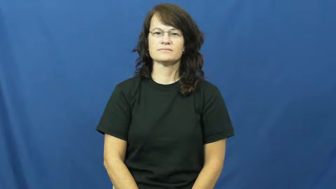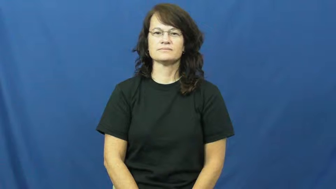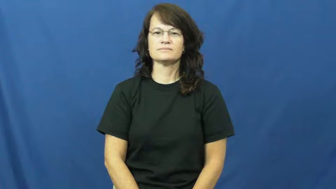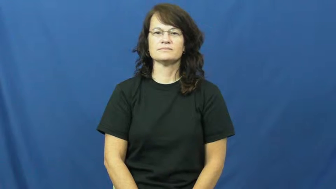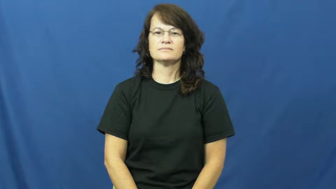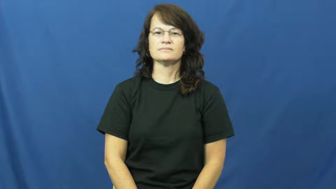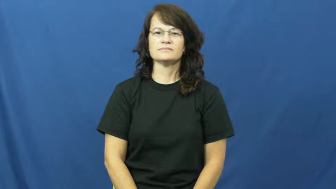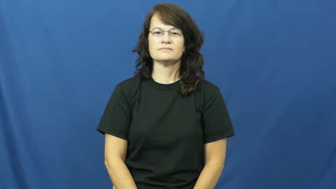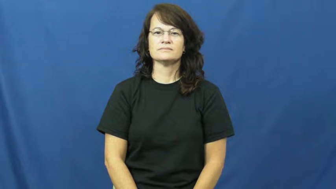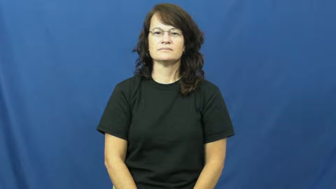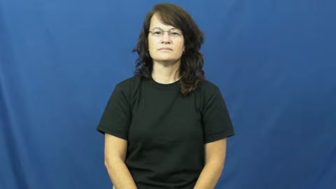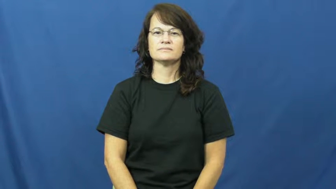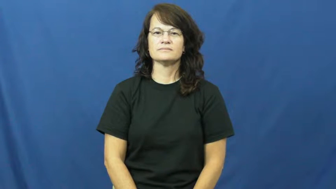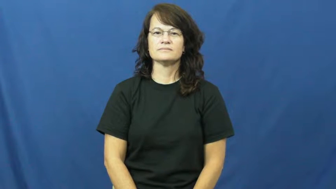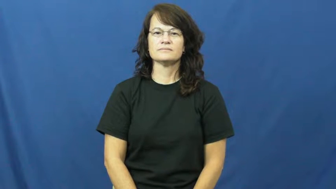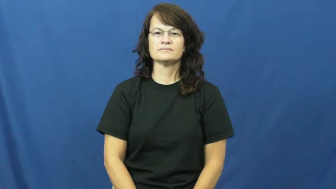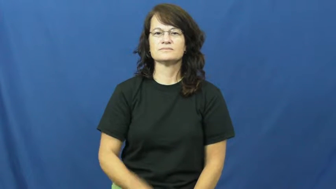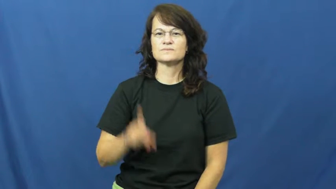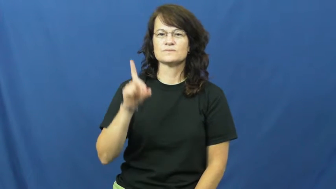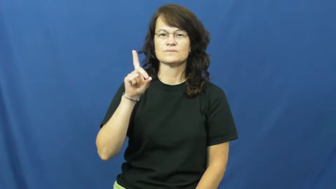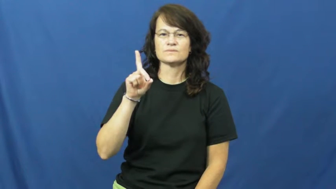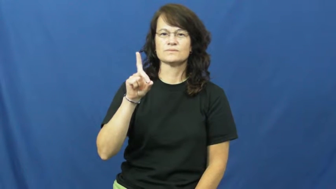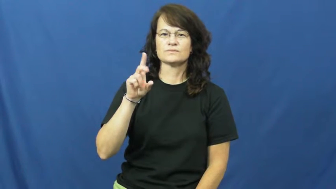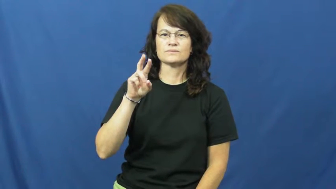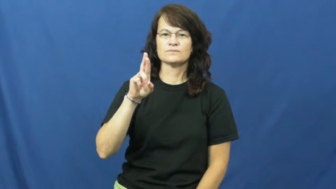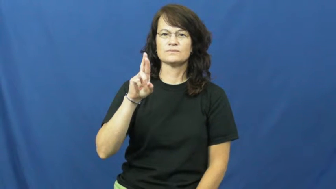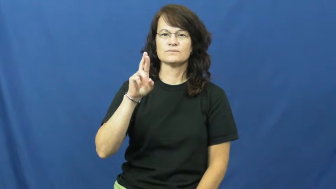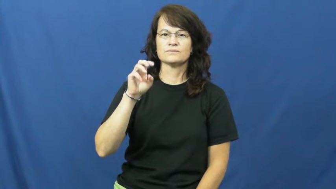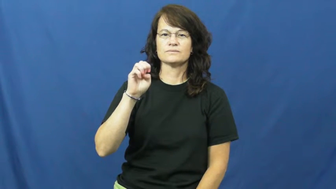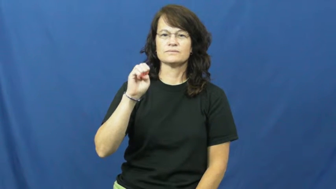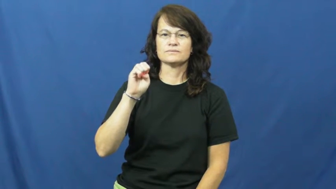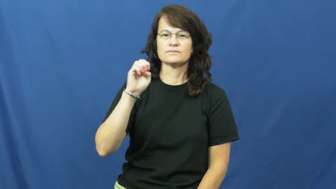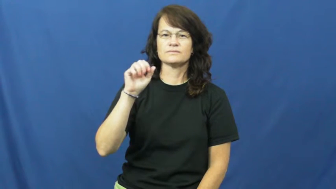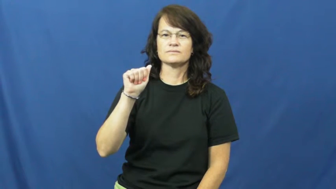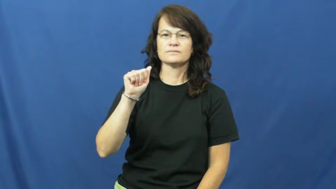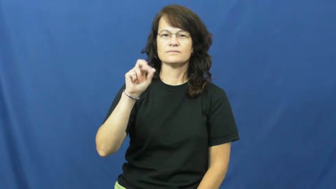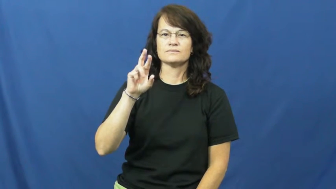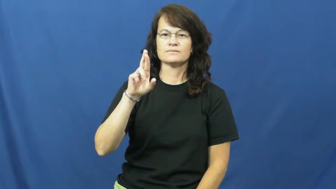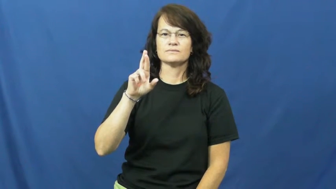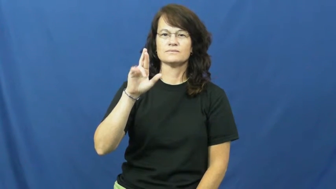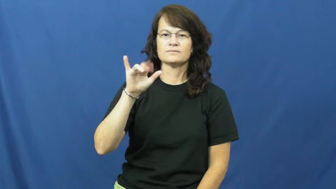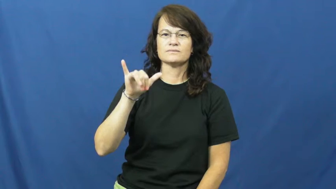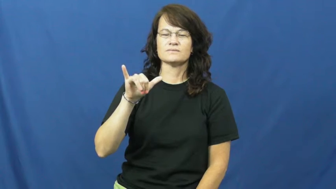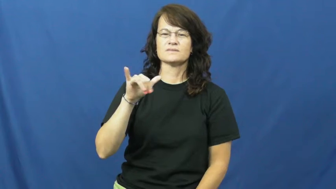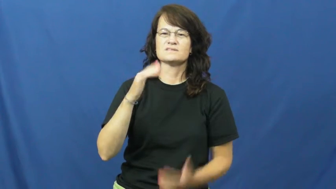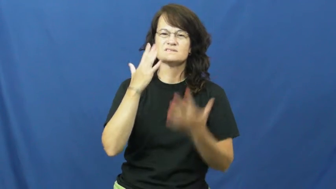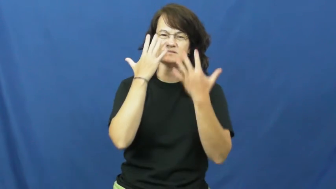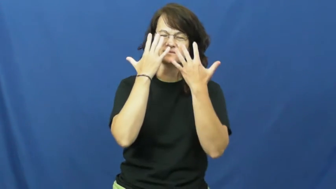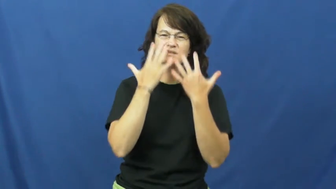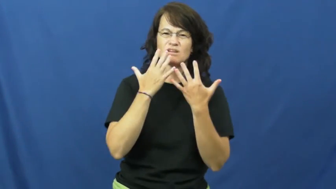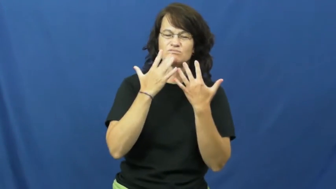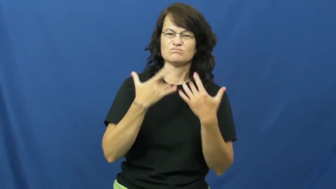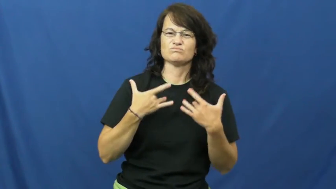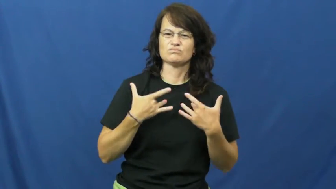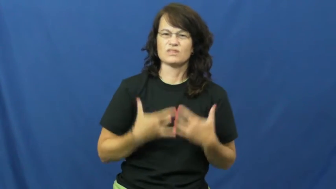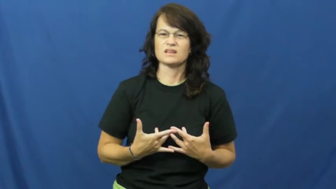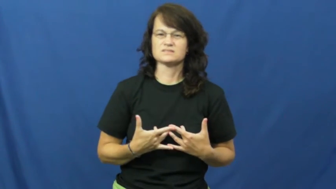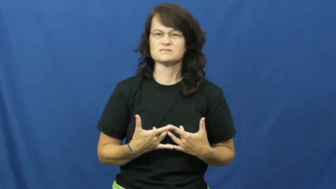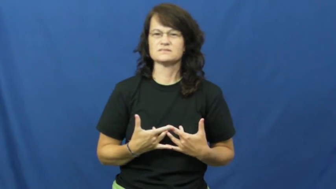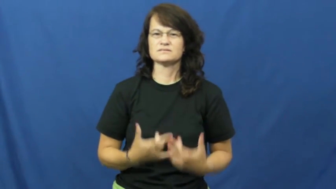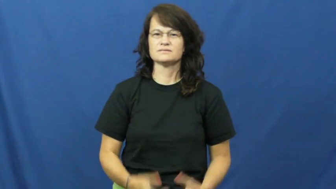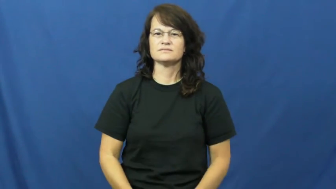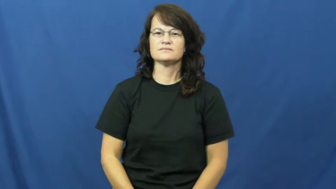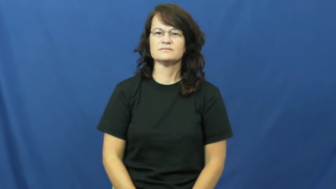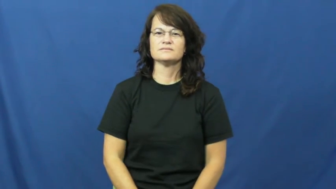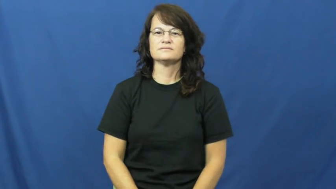dreary